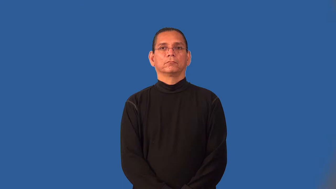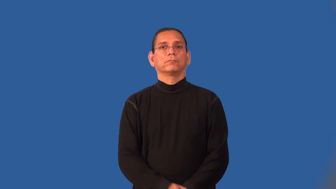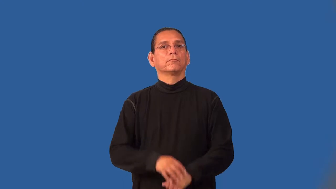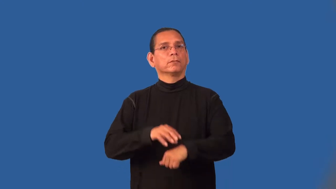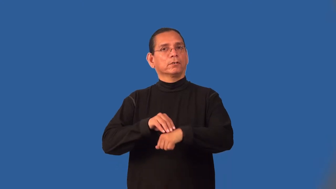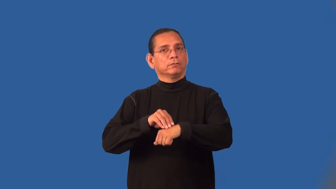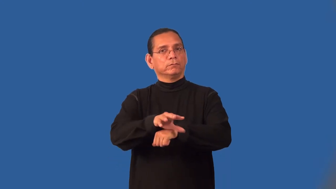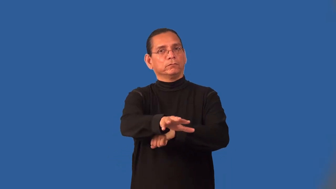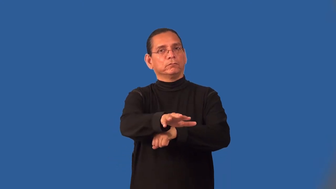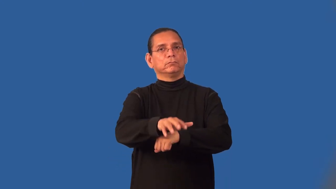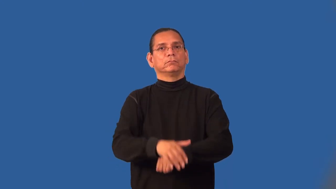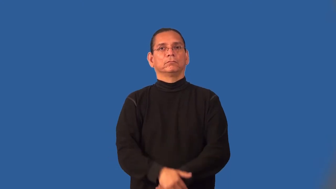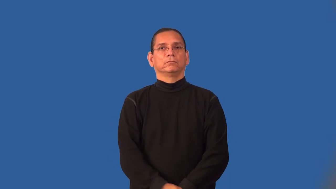predispose